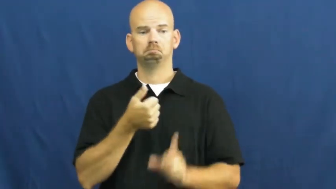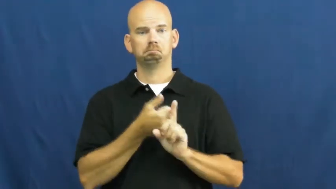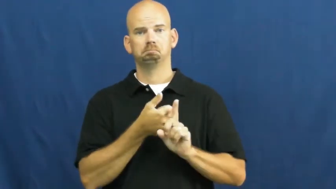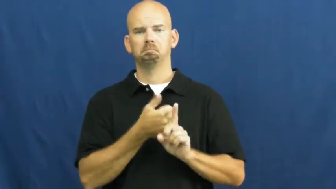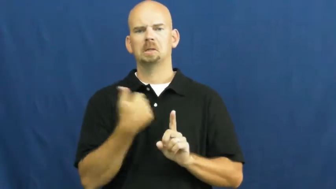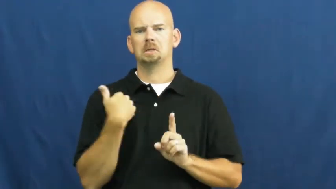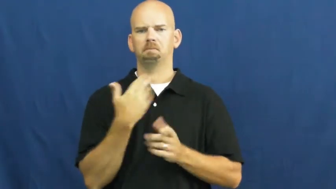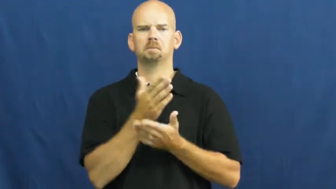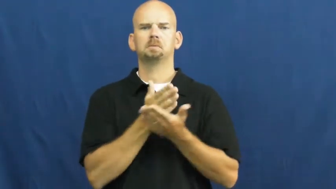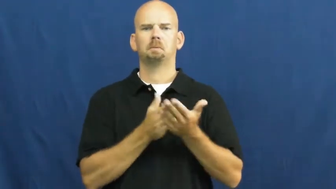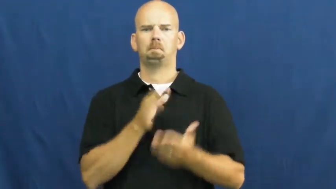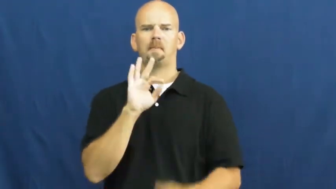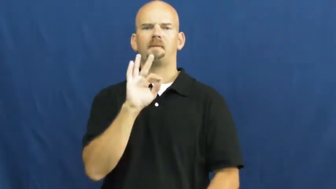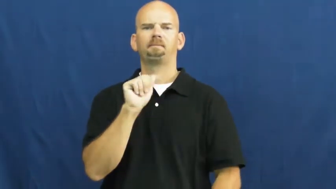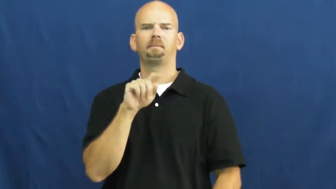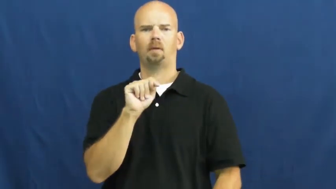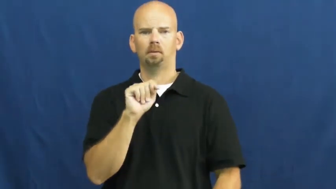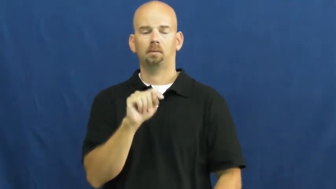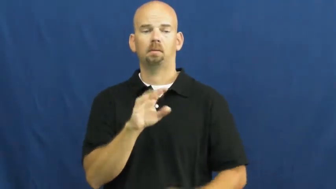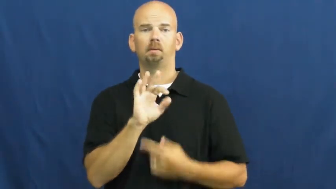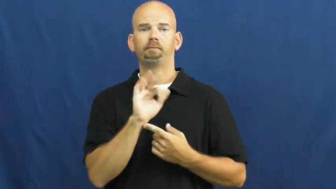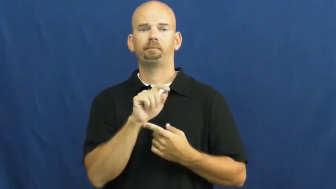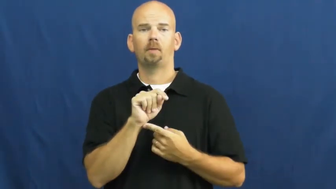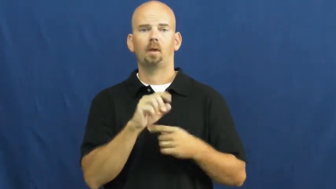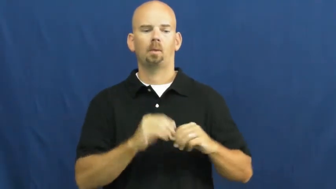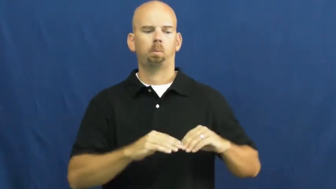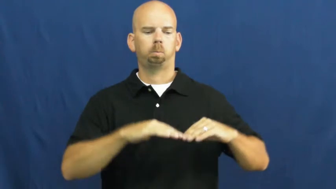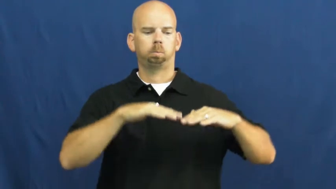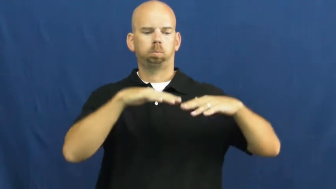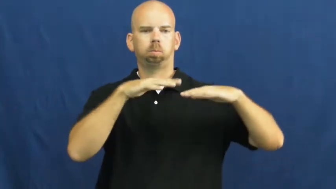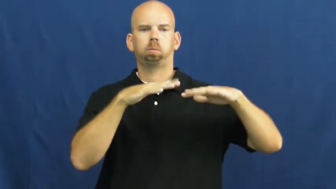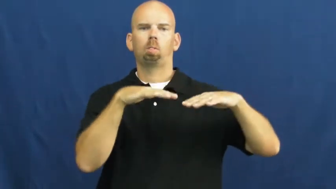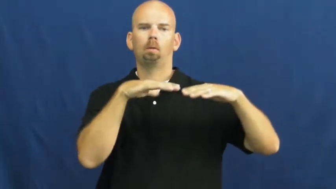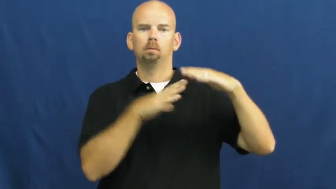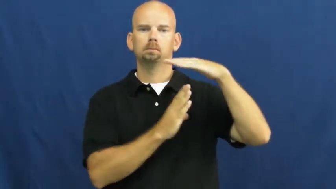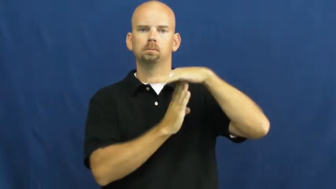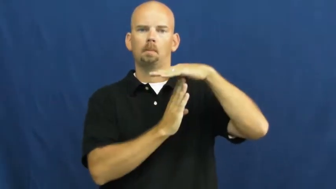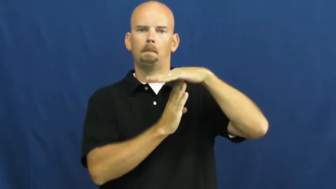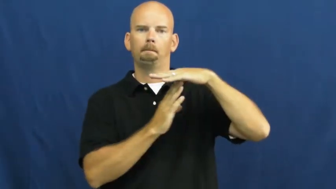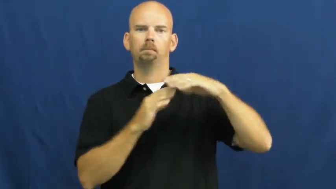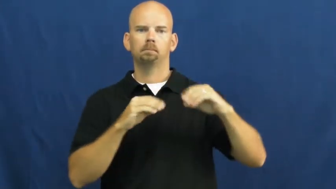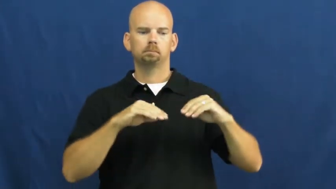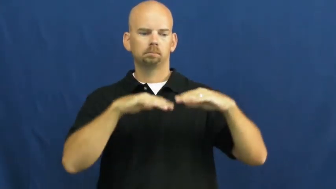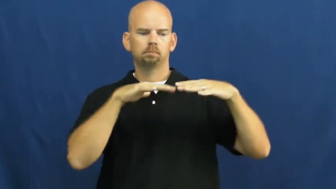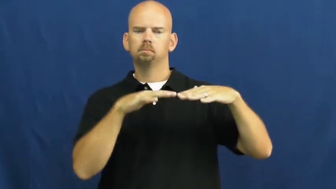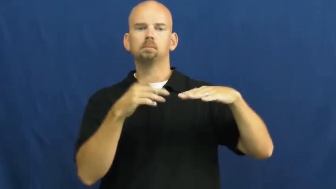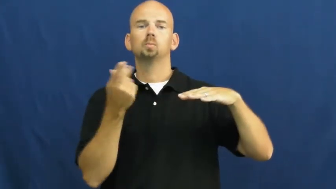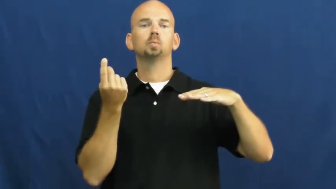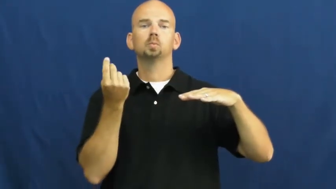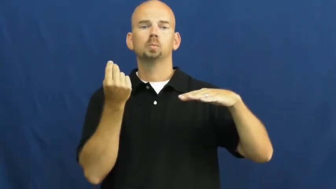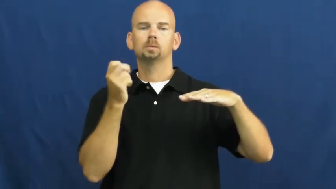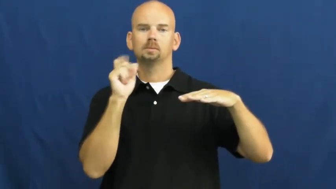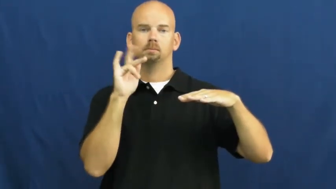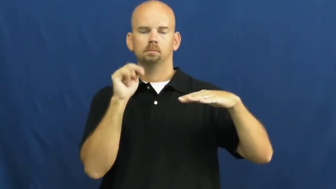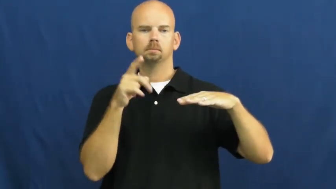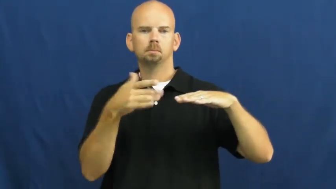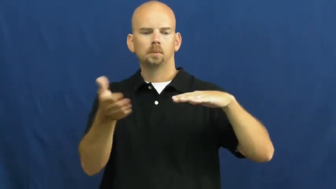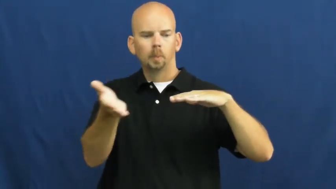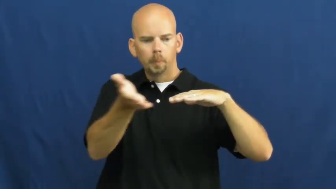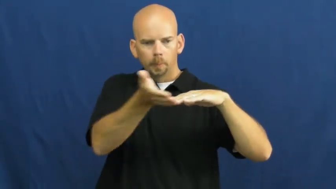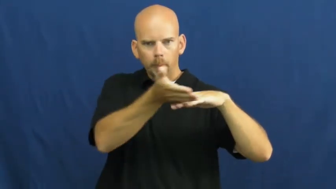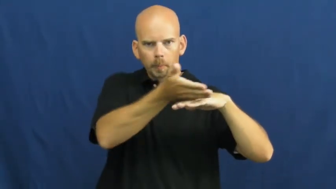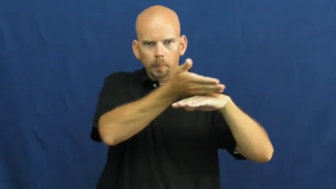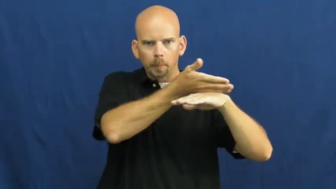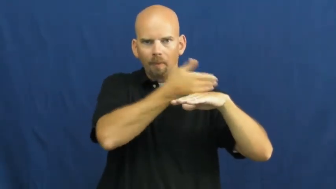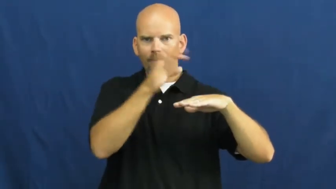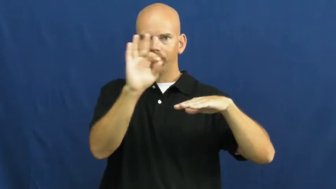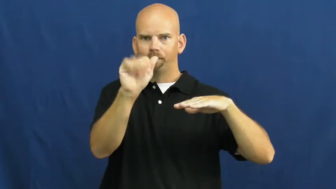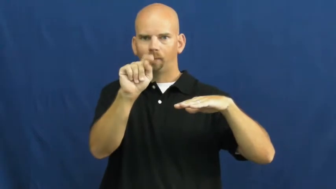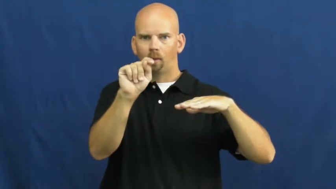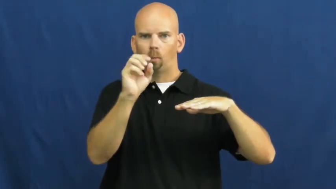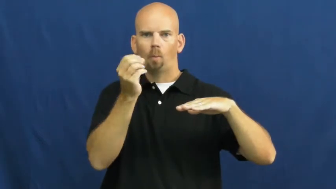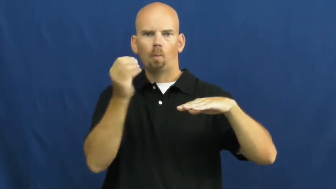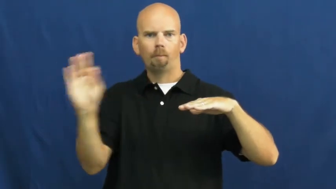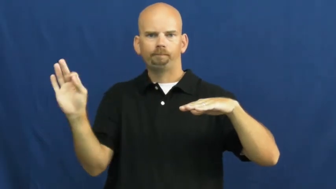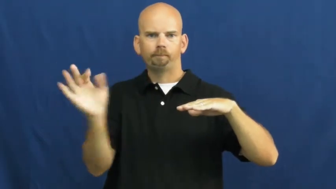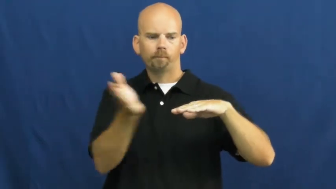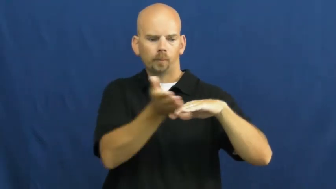skim,skim off-milk